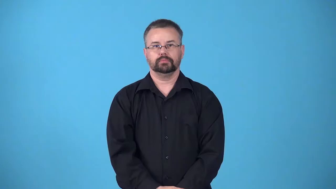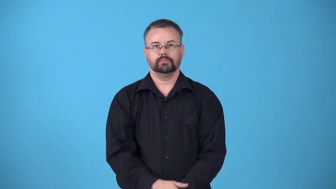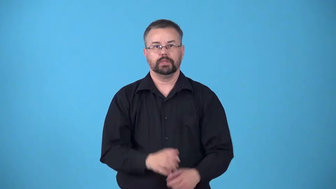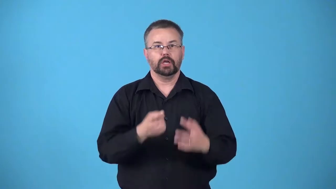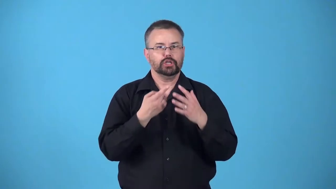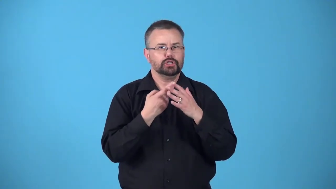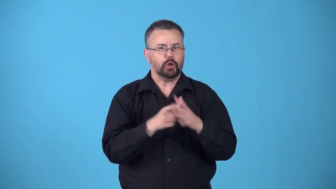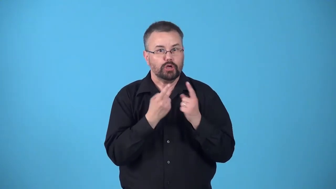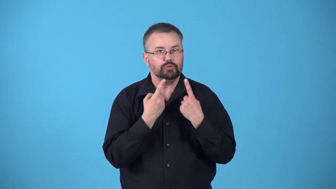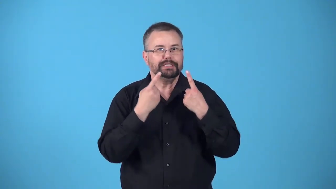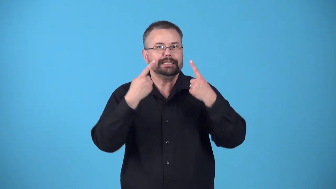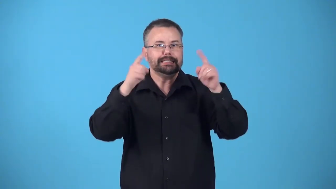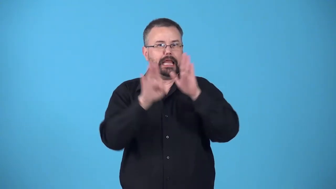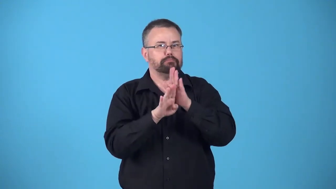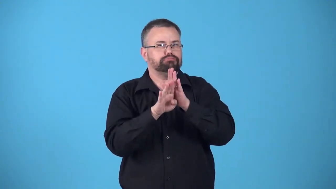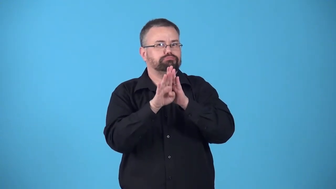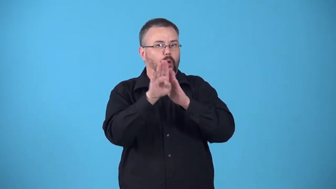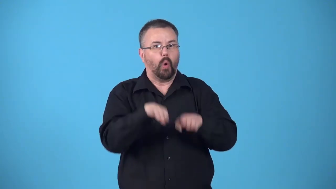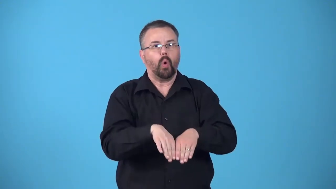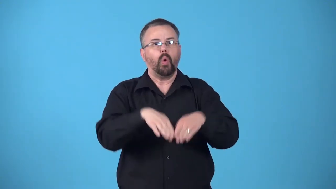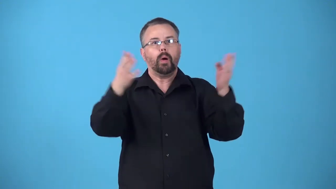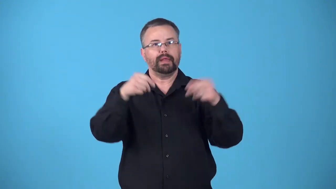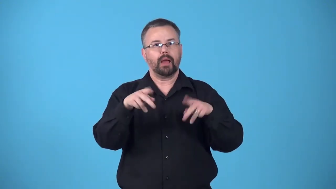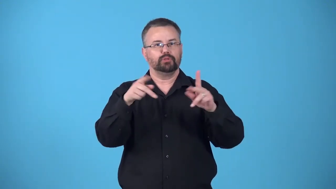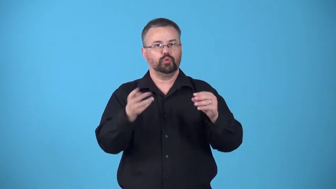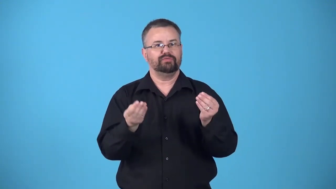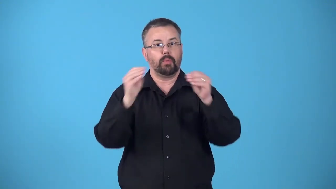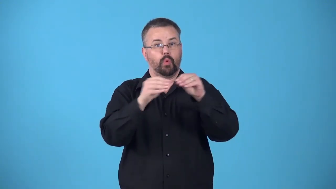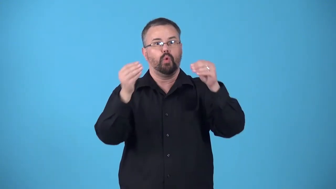beachhead